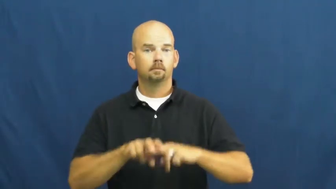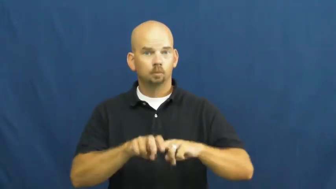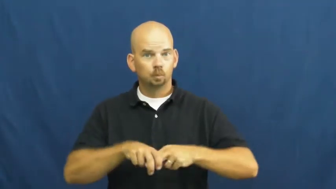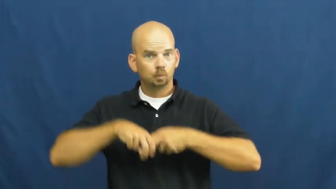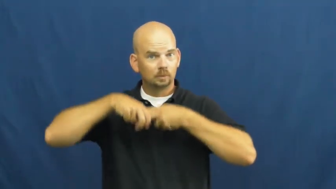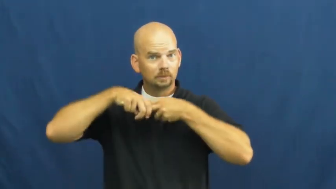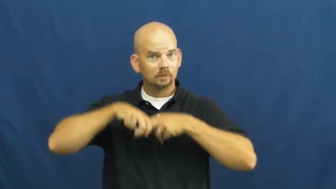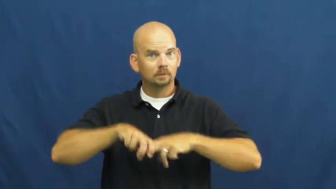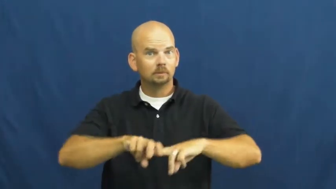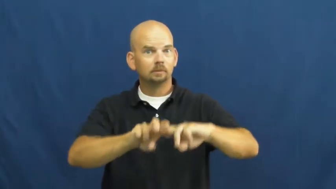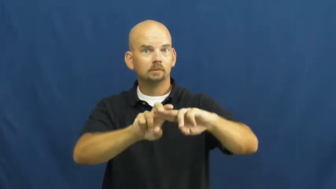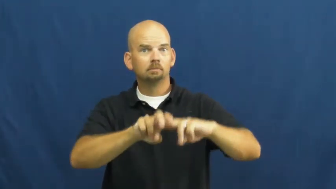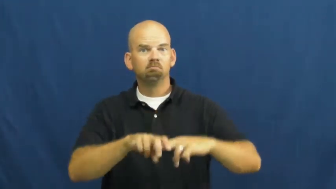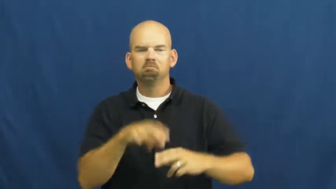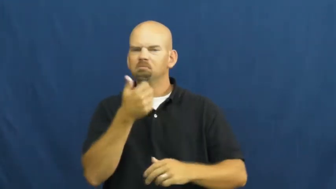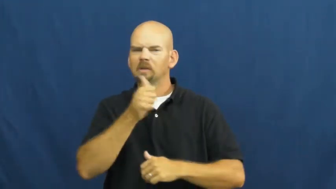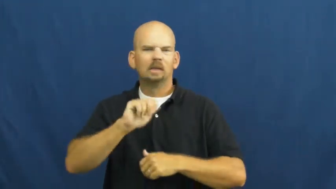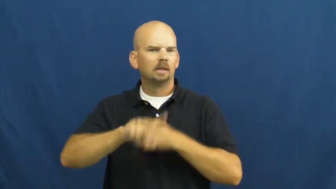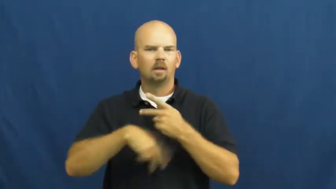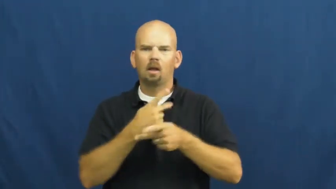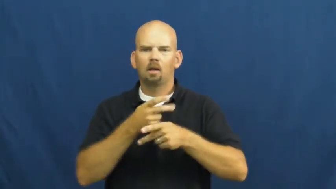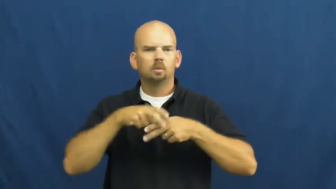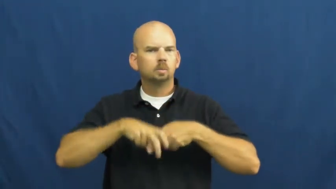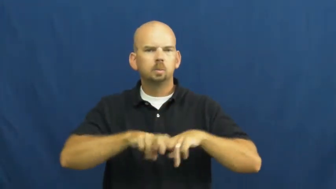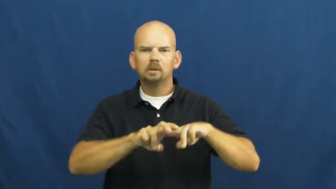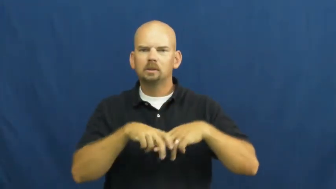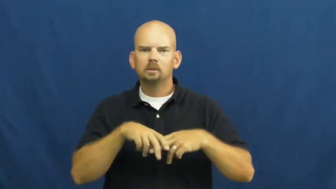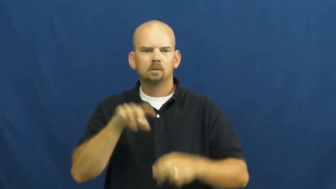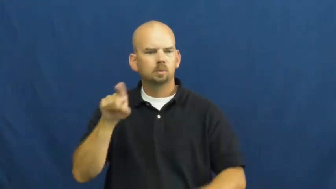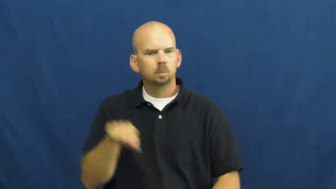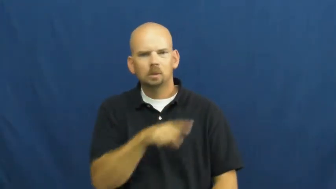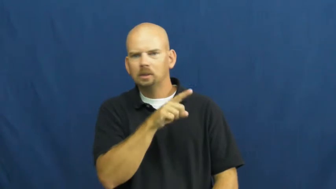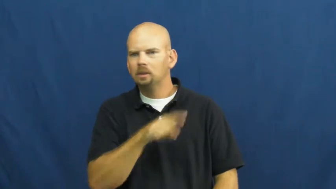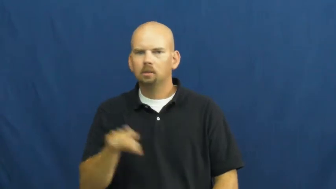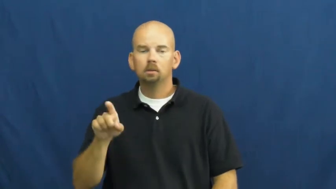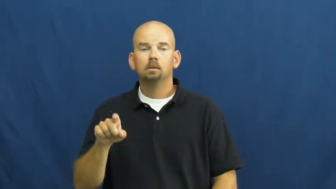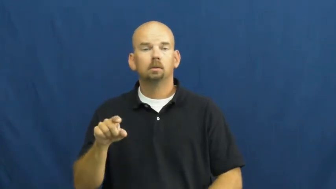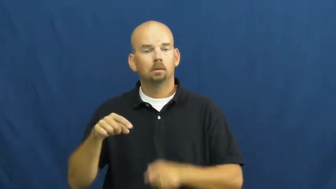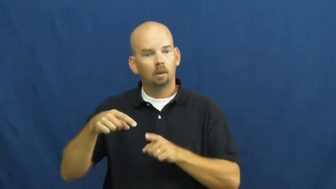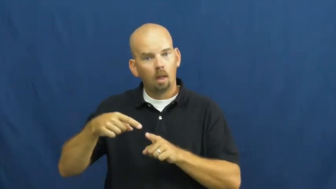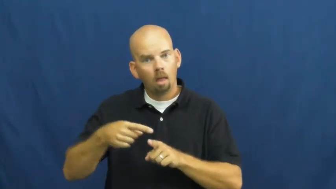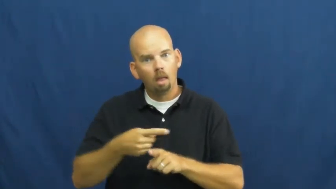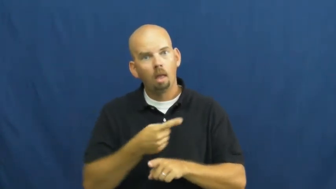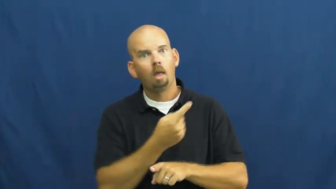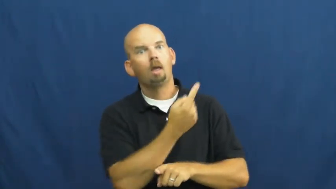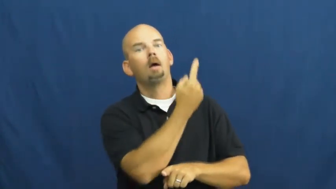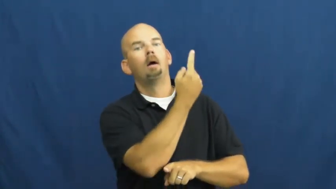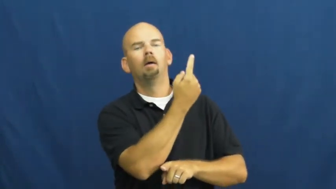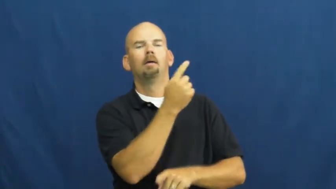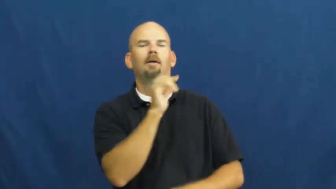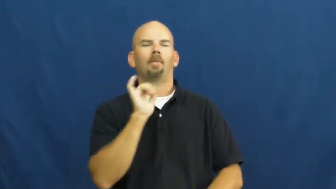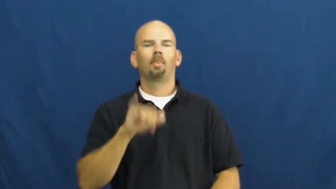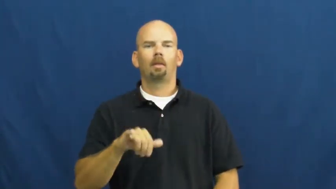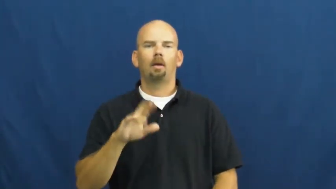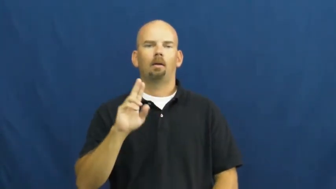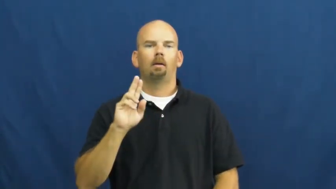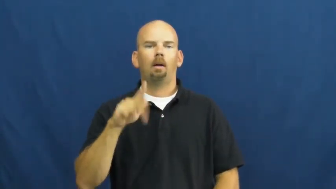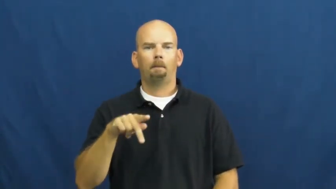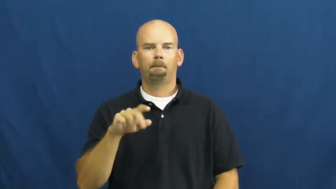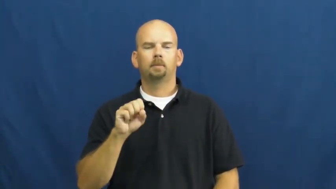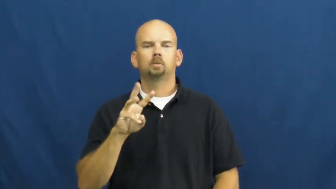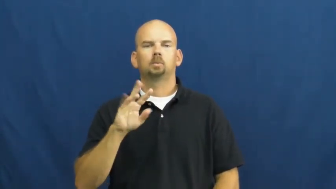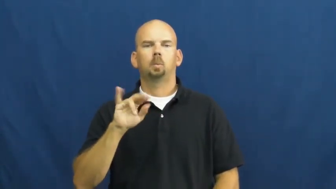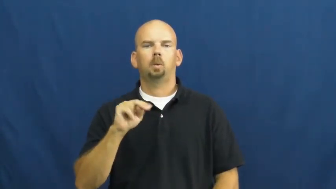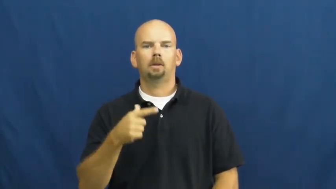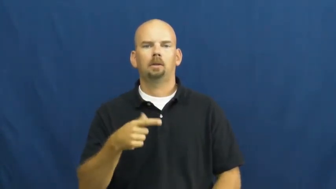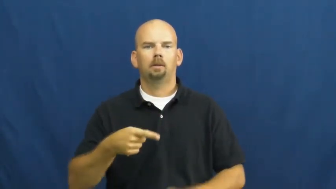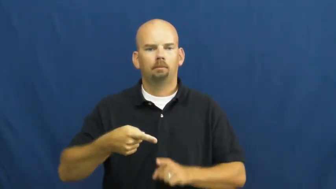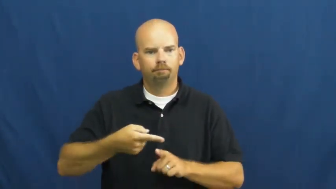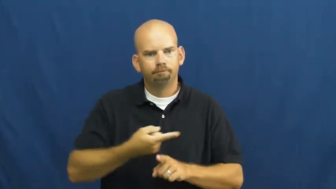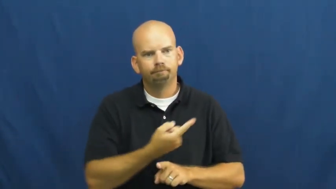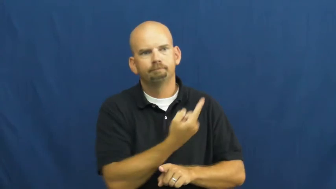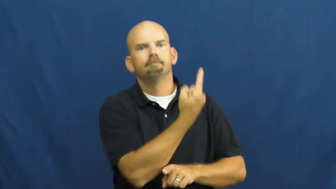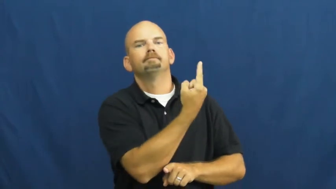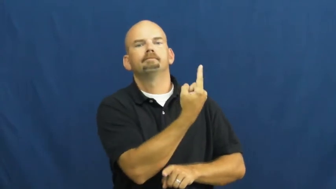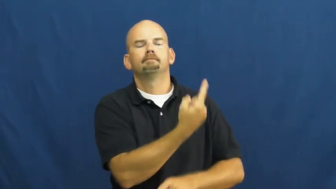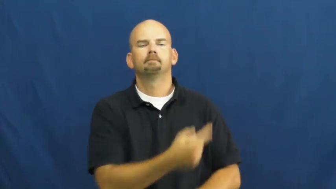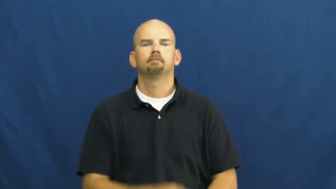upswing-motion